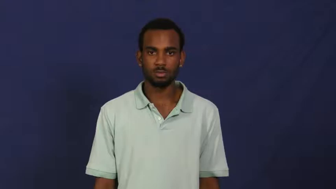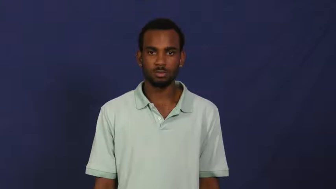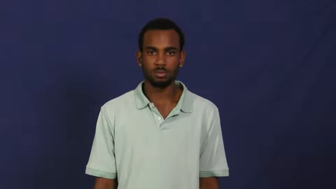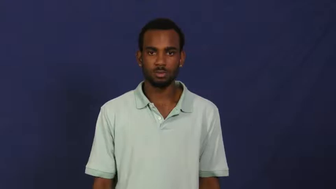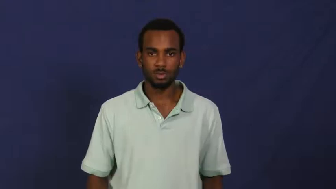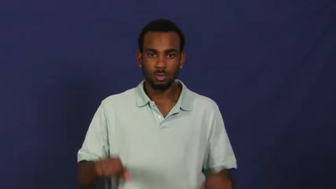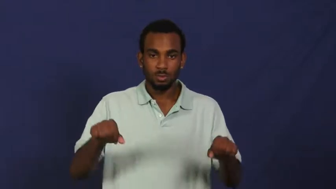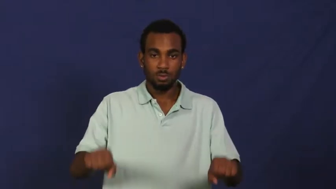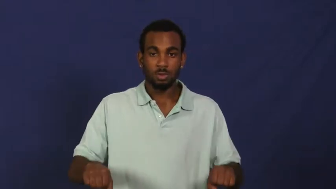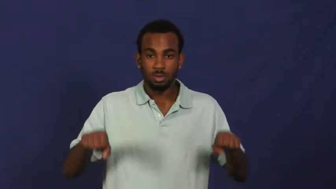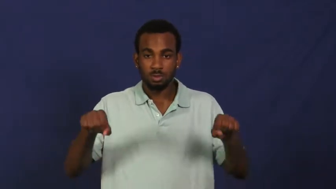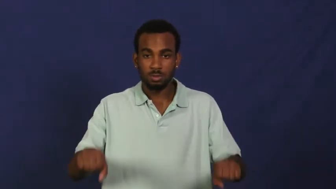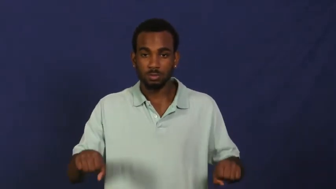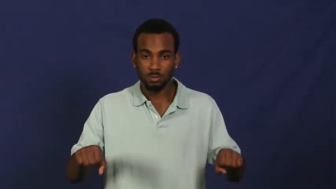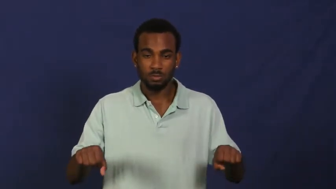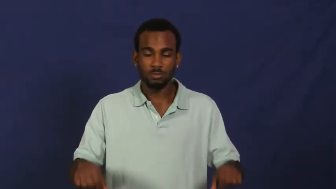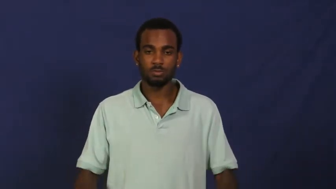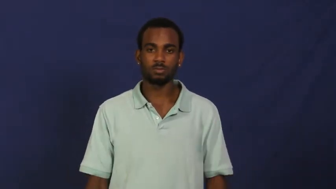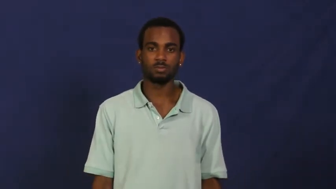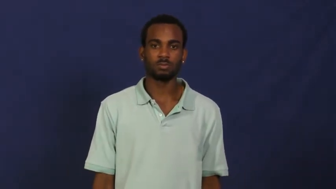row,rowboat